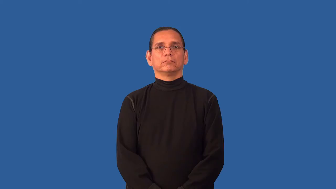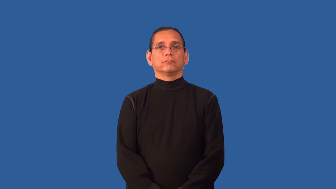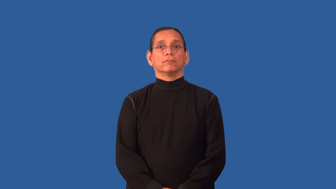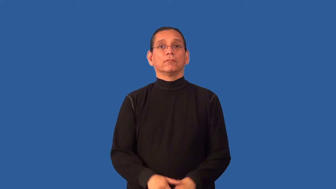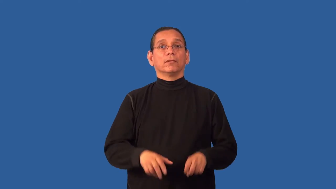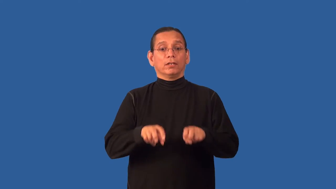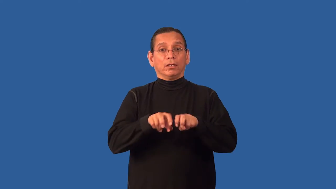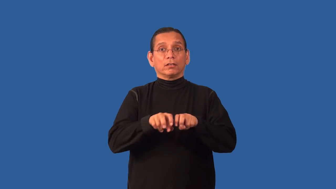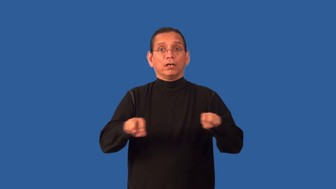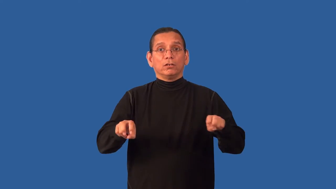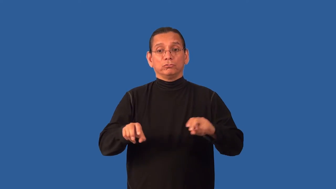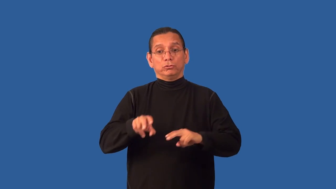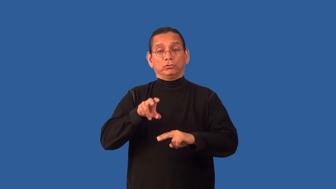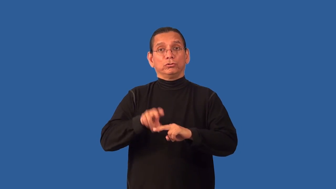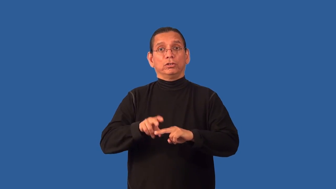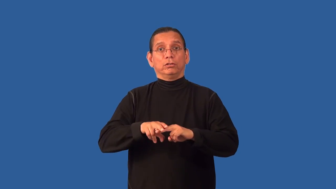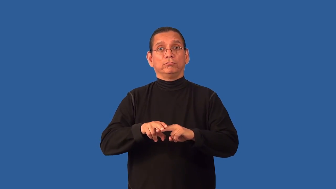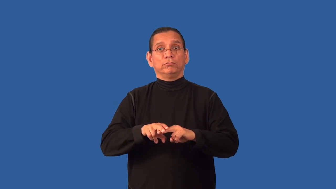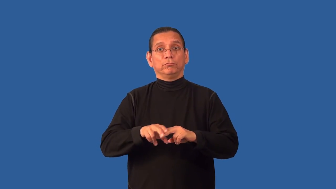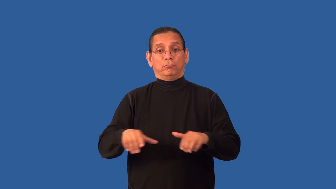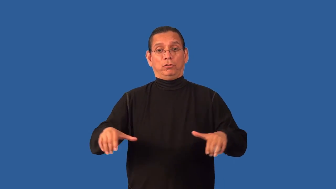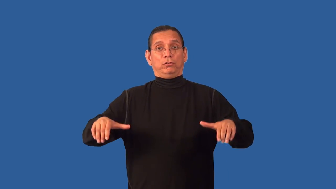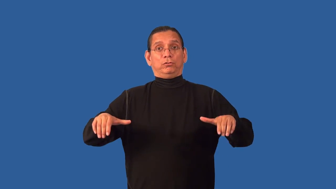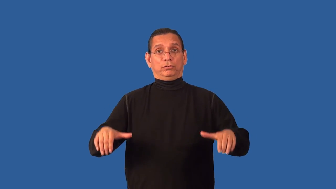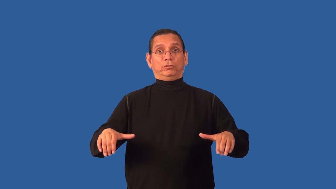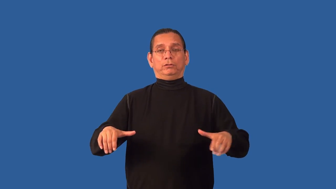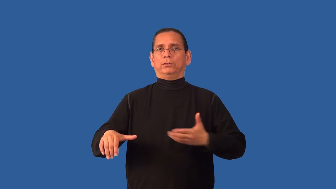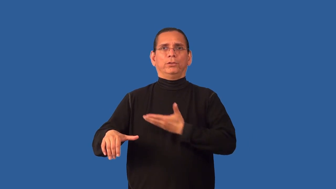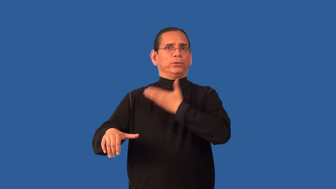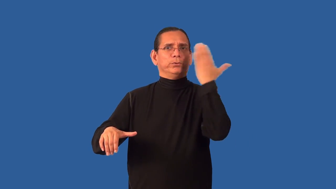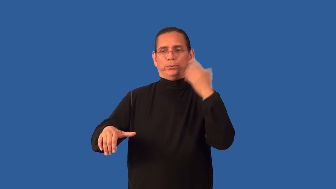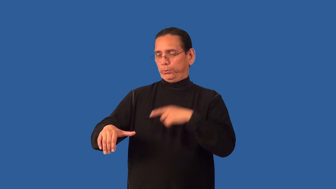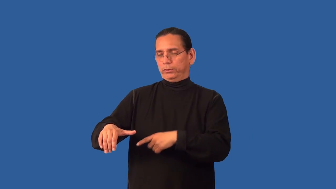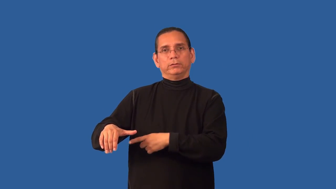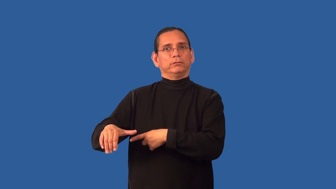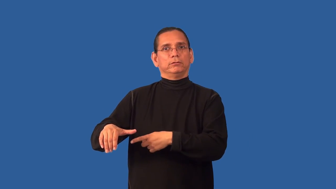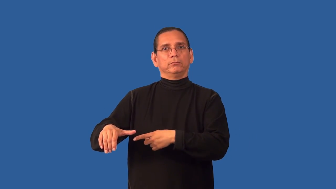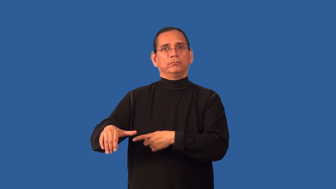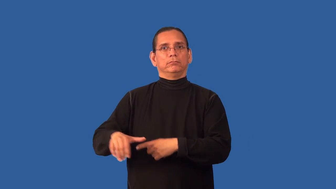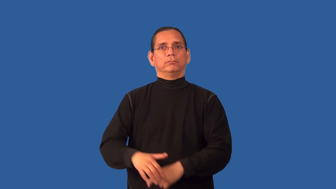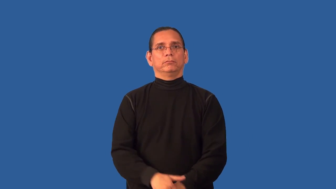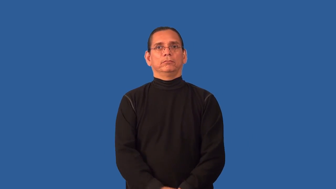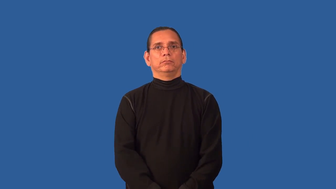armless-chair